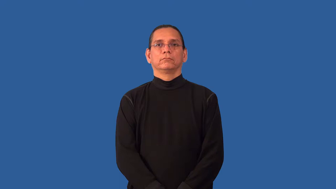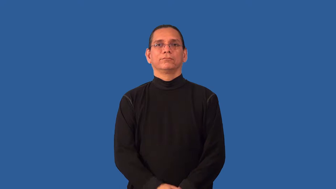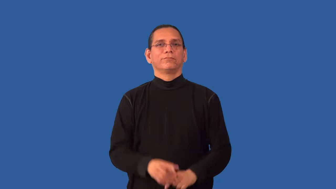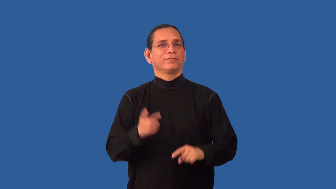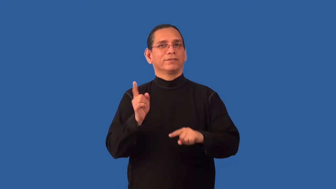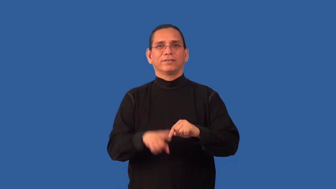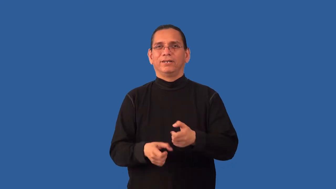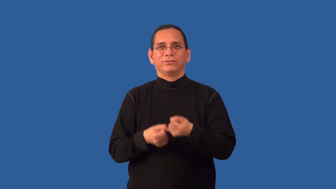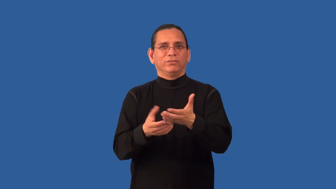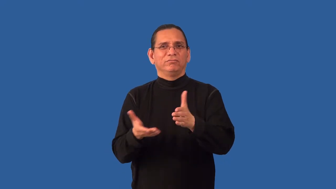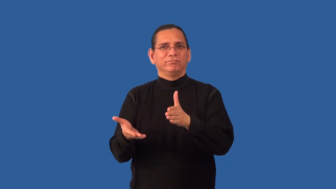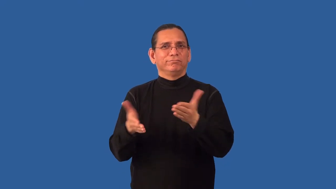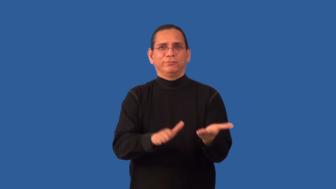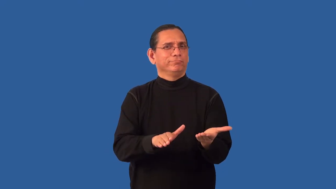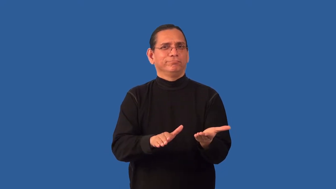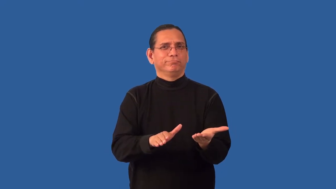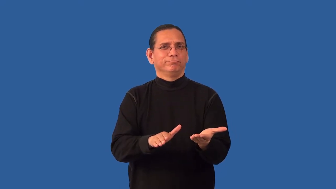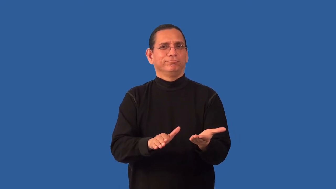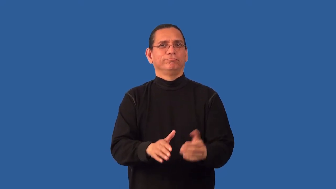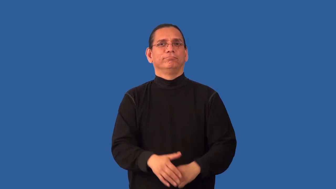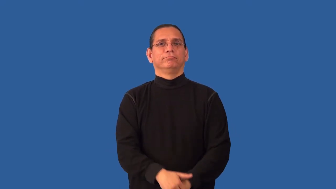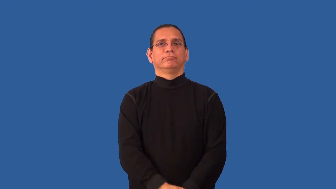nonmalignant